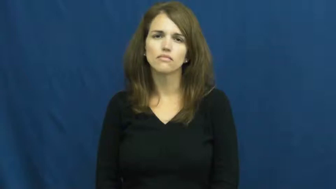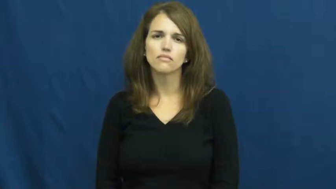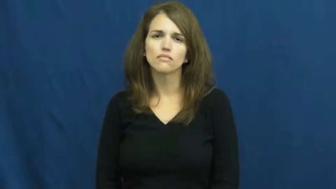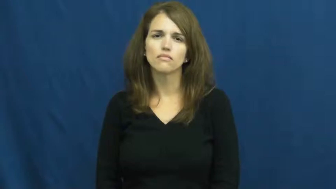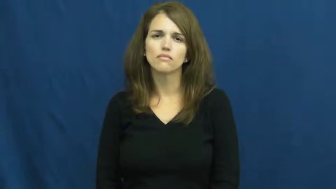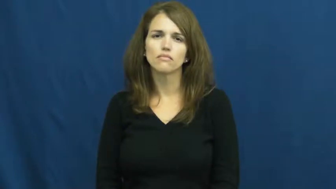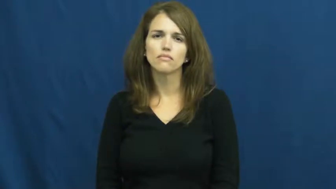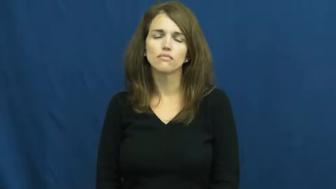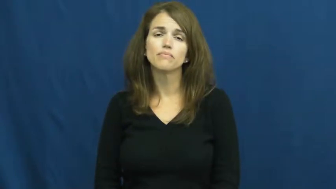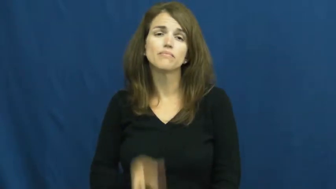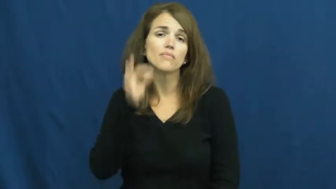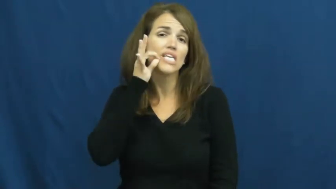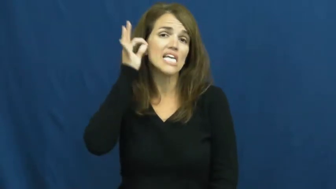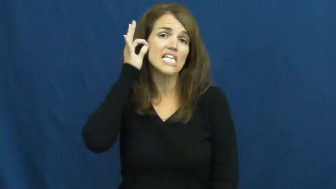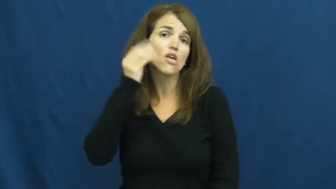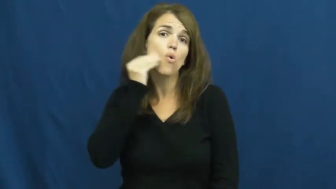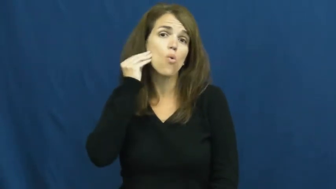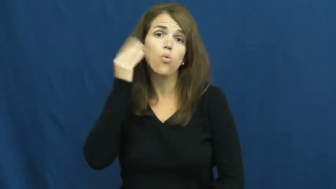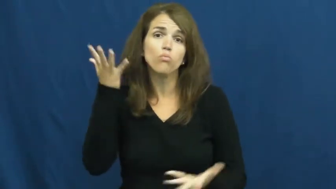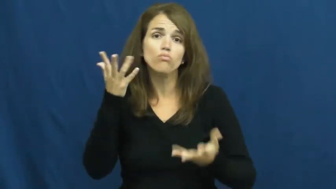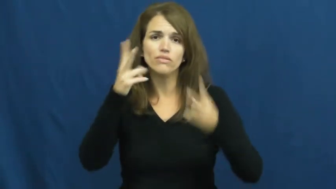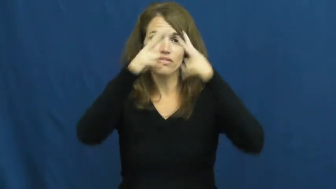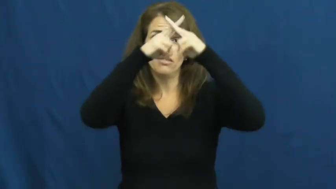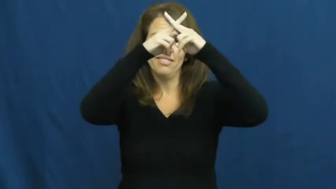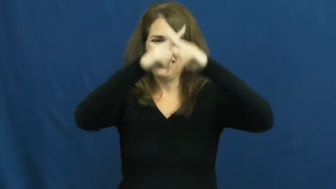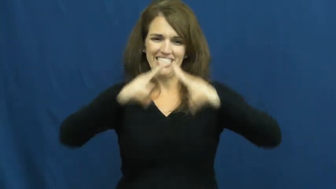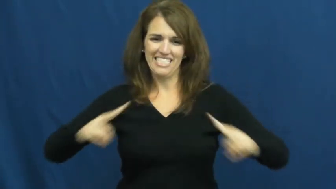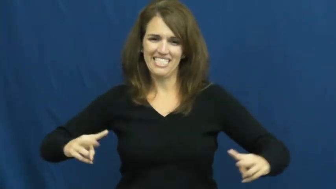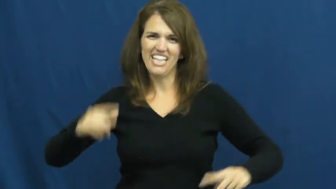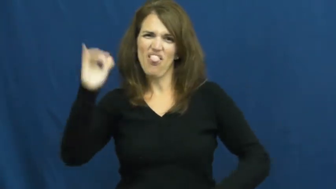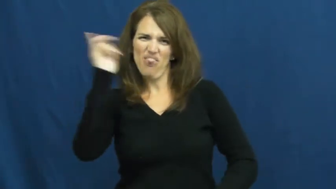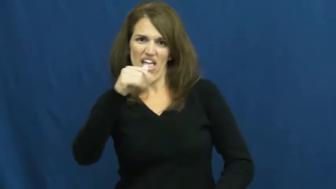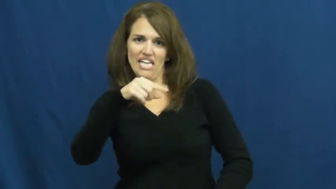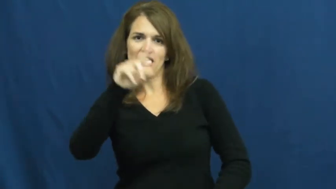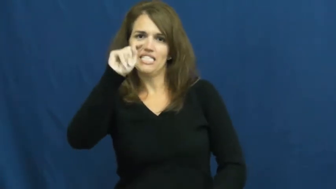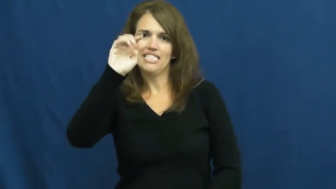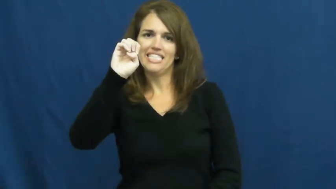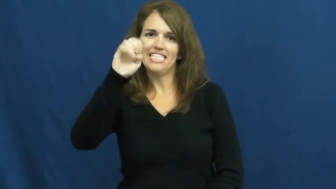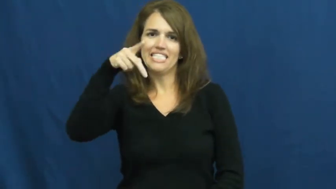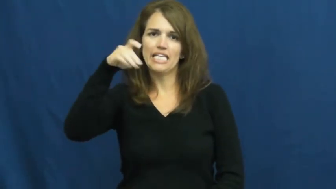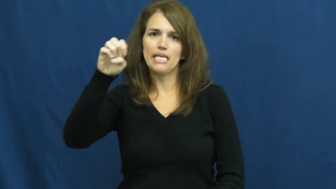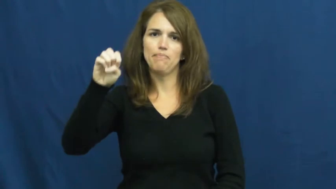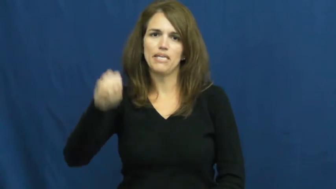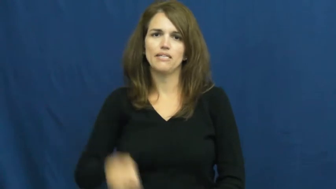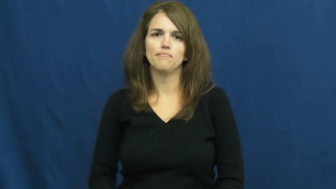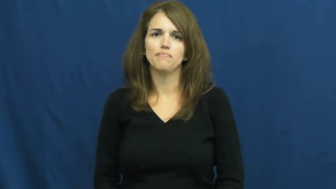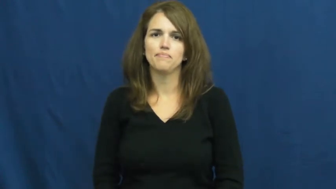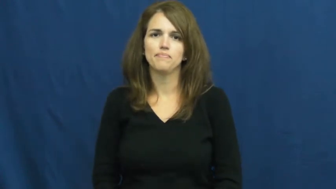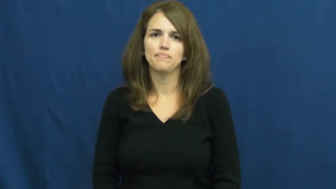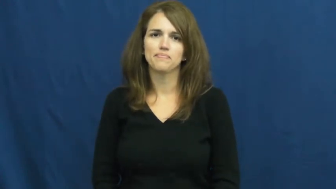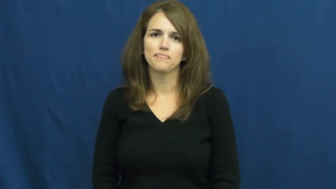teepee,wigwam